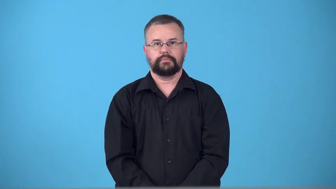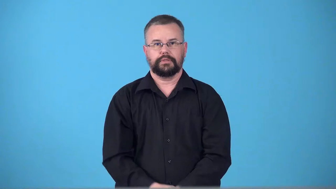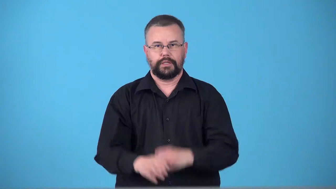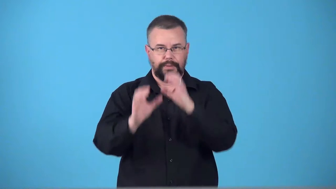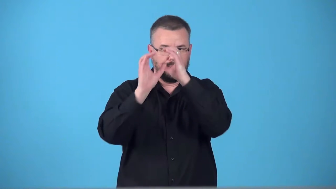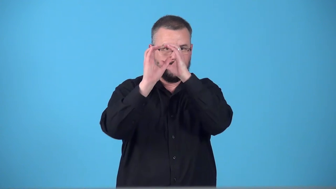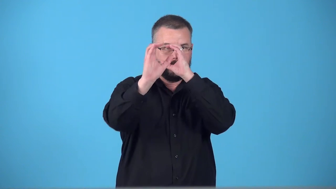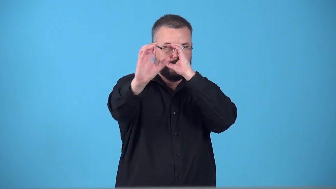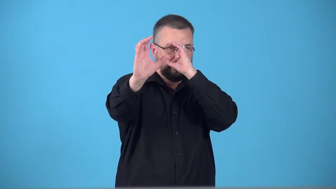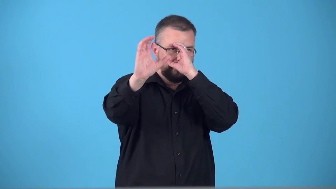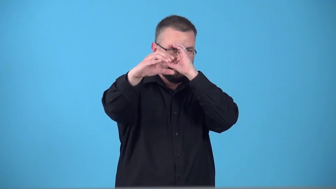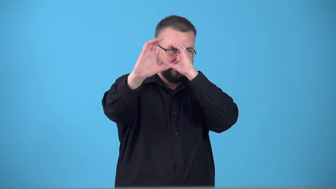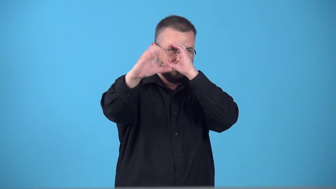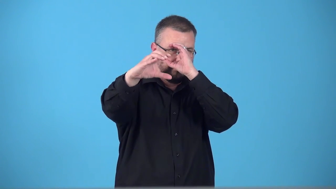telescope-verb